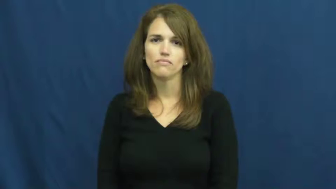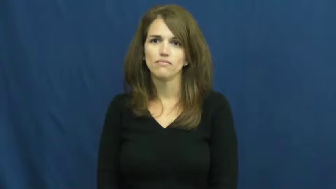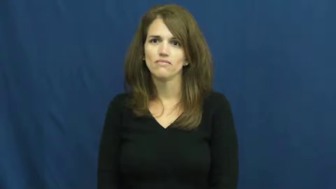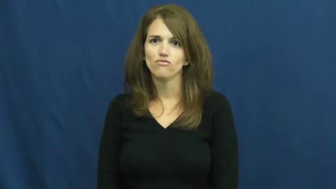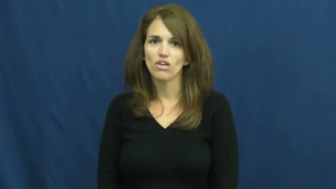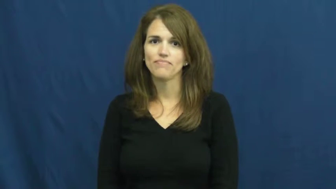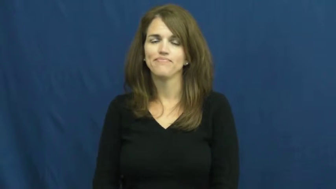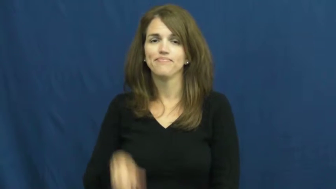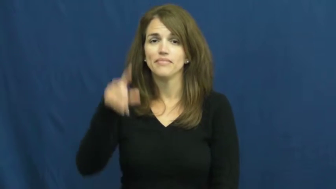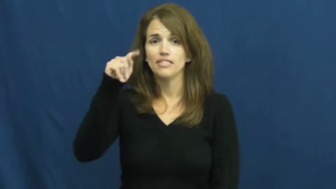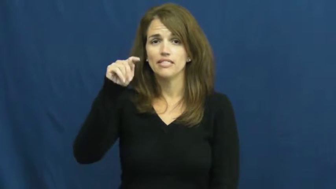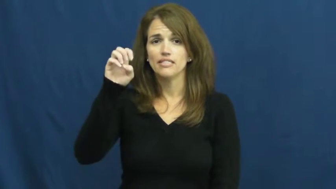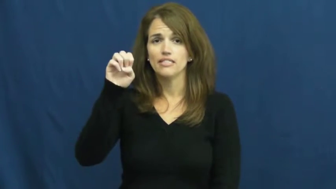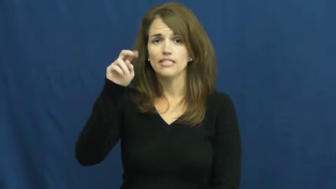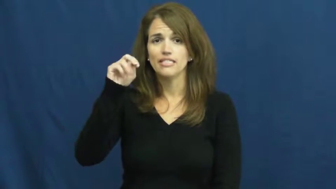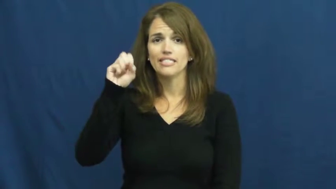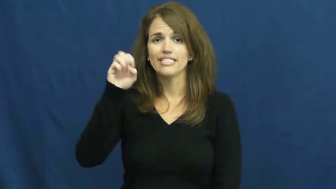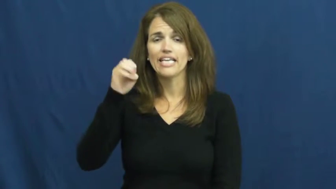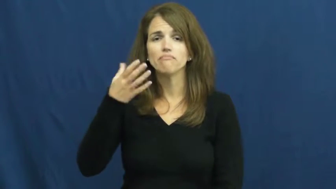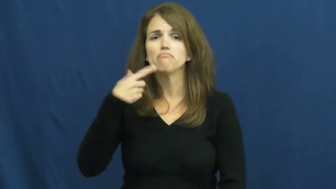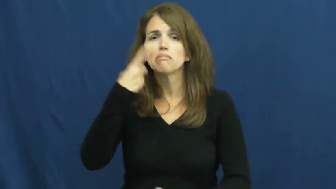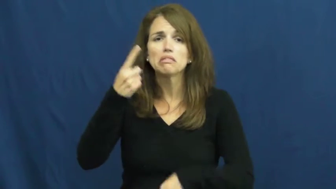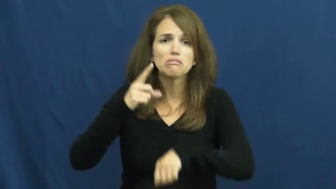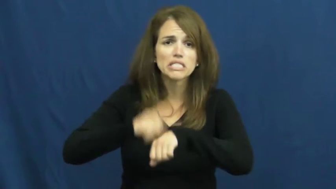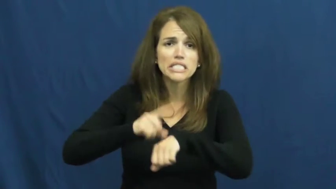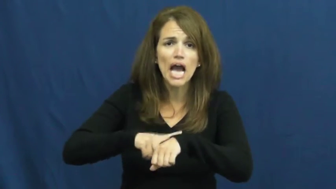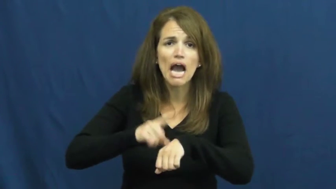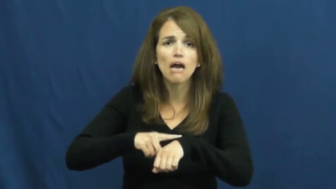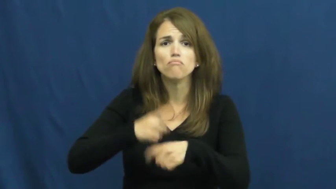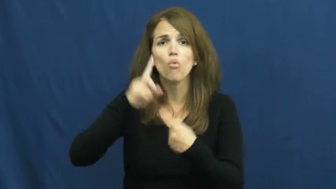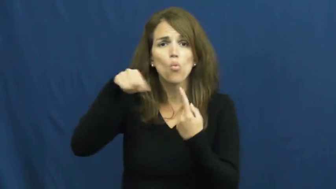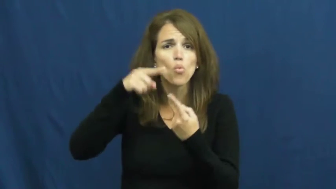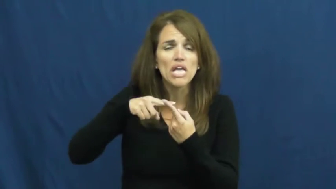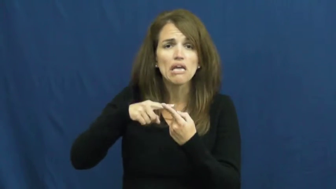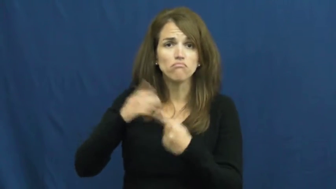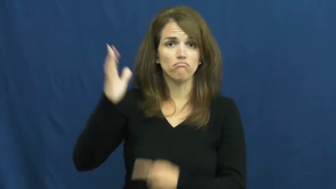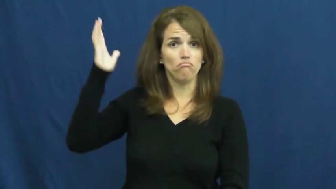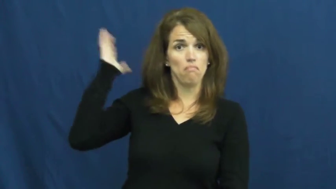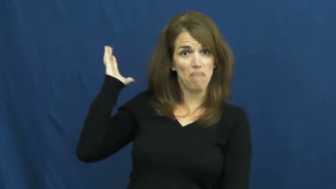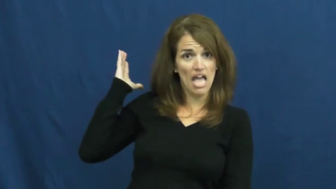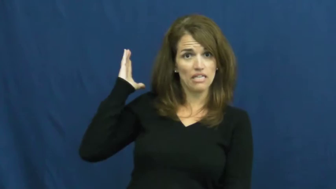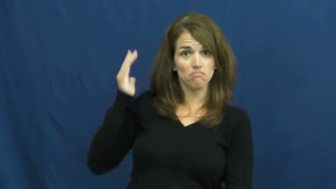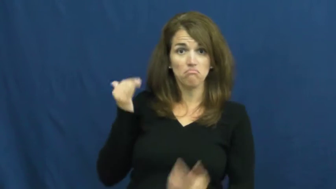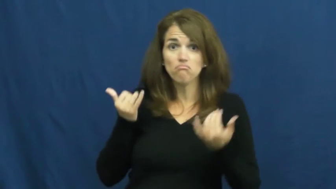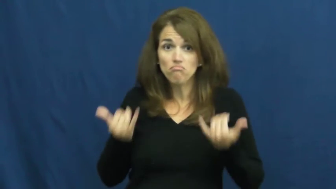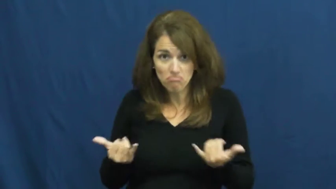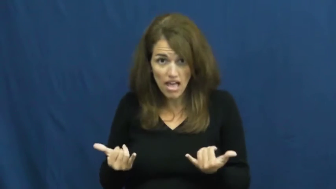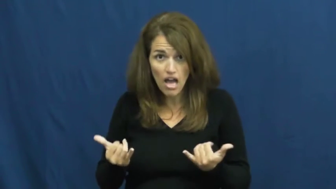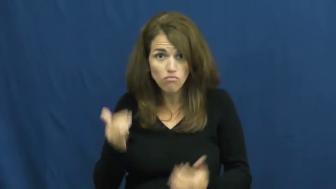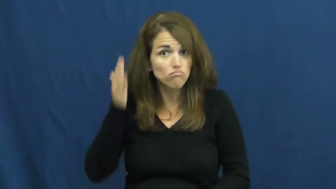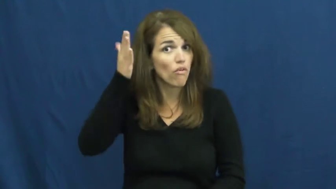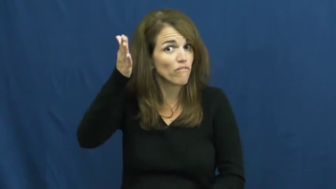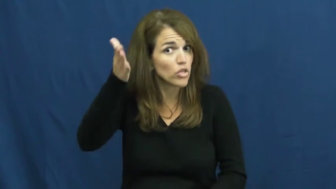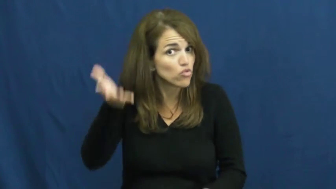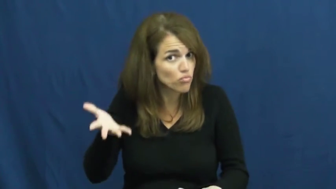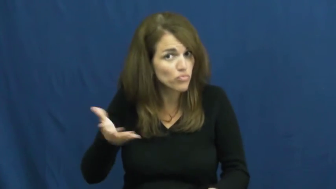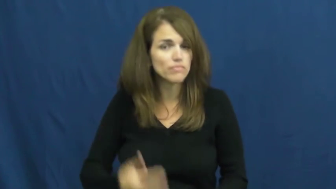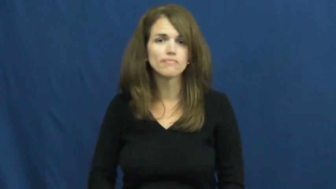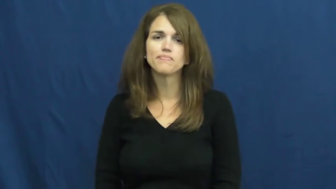tense-when